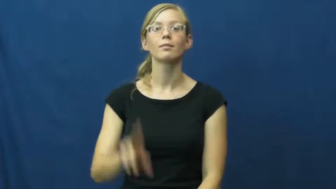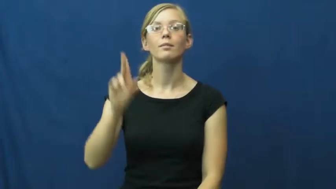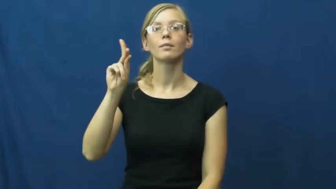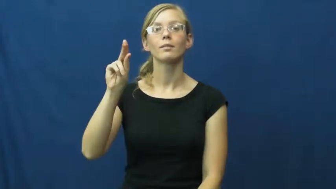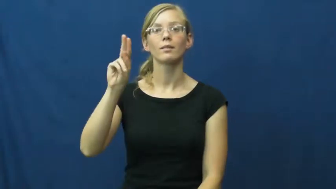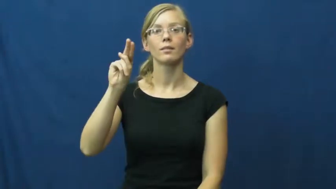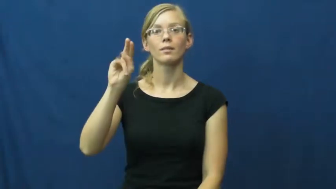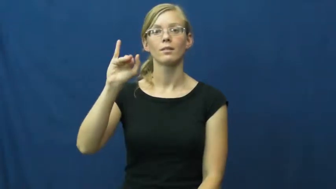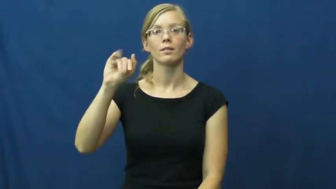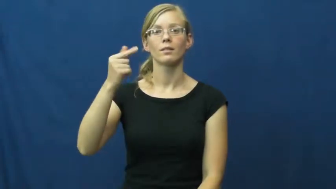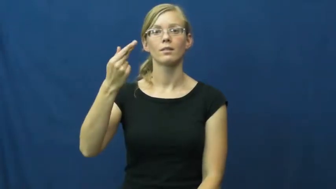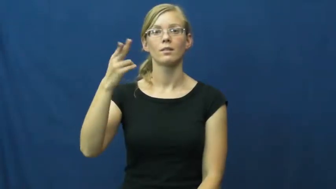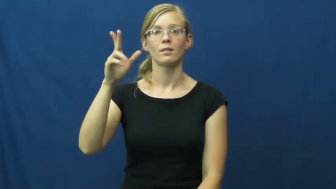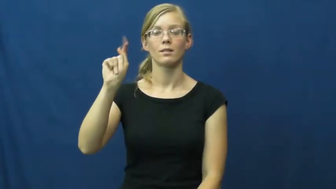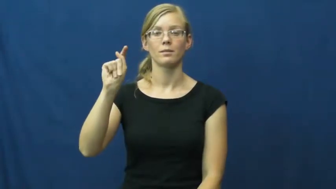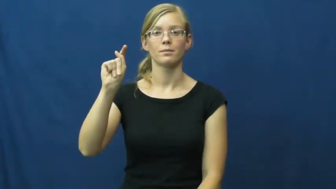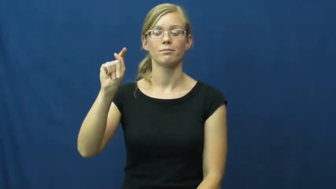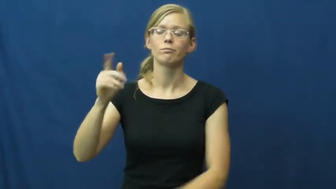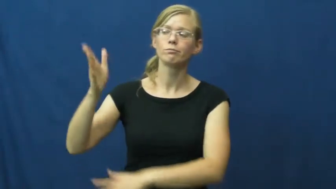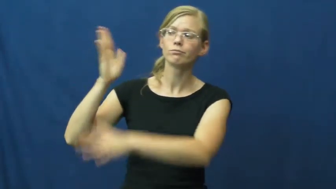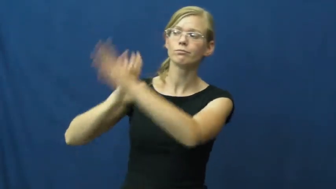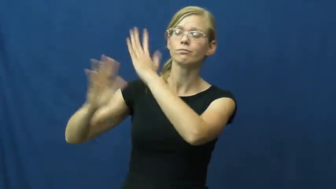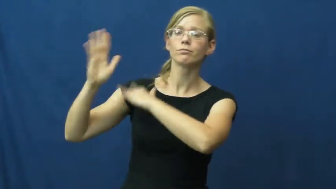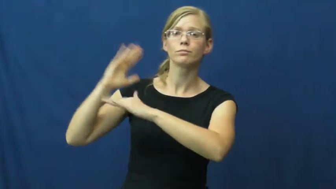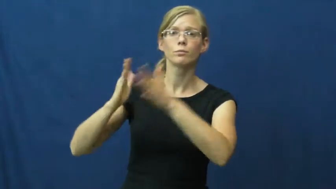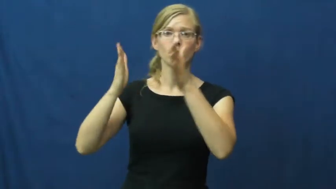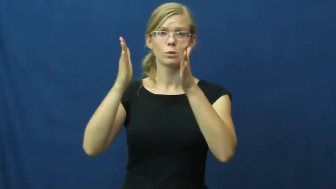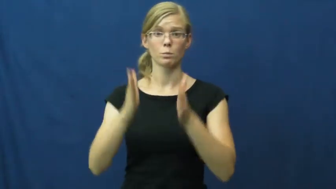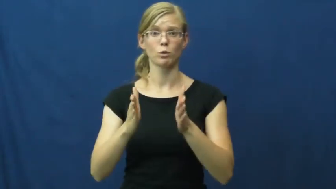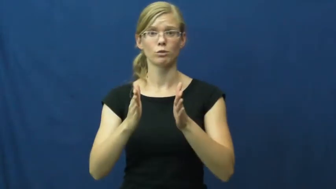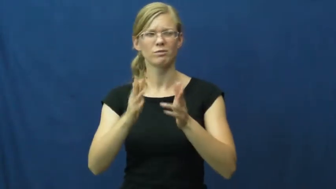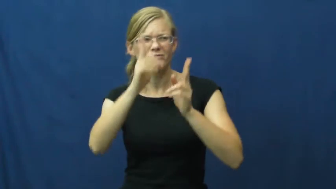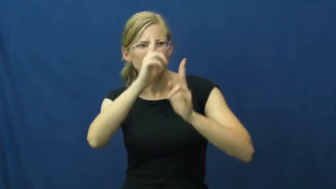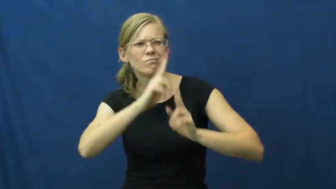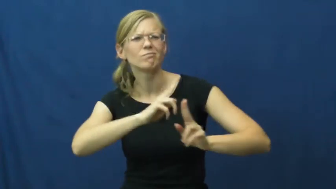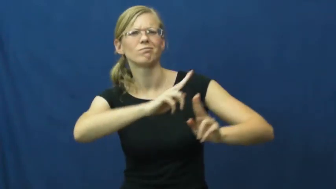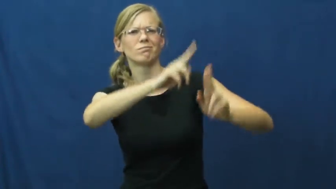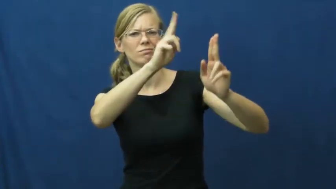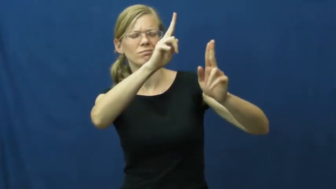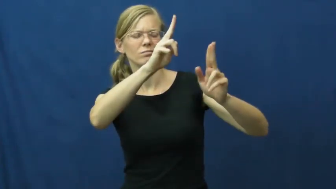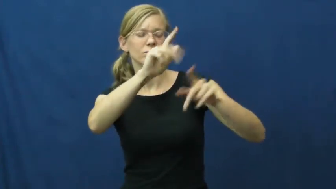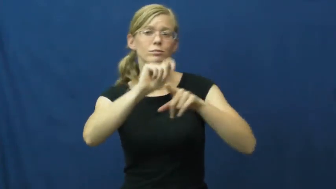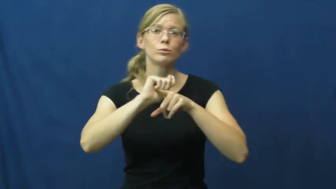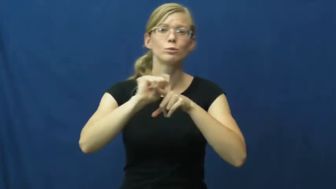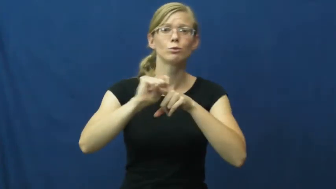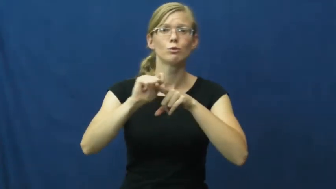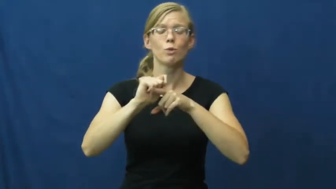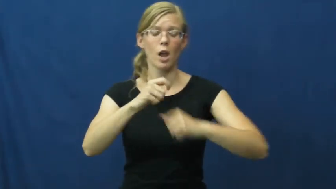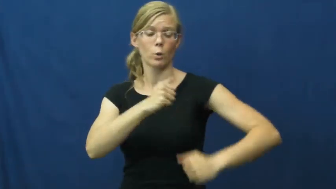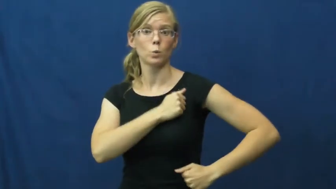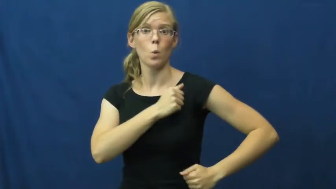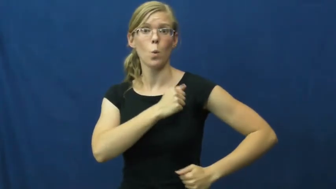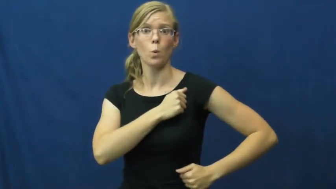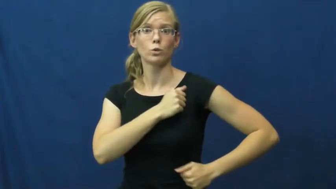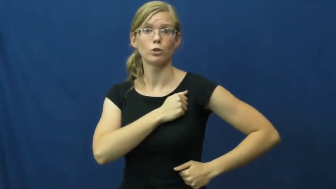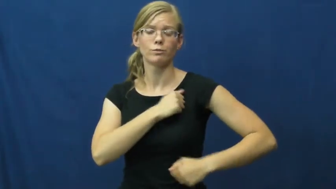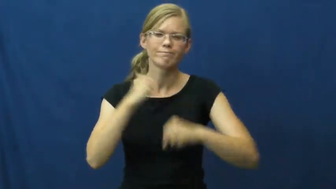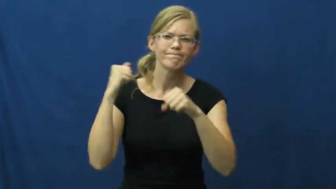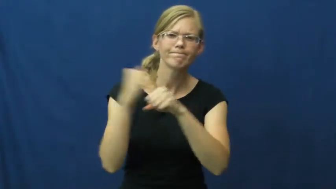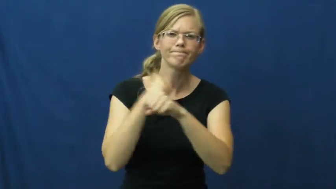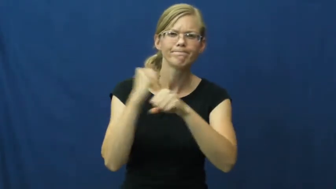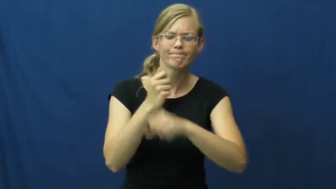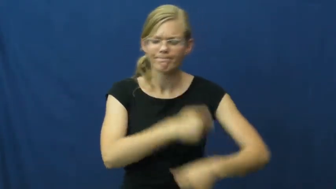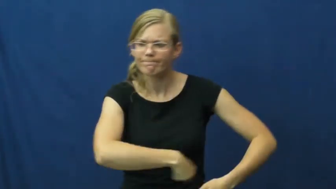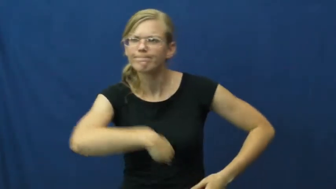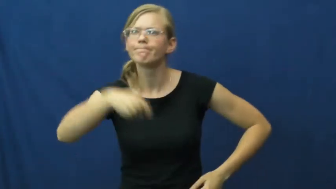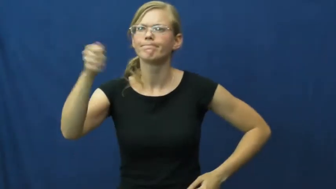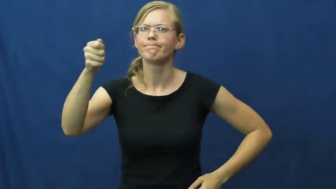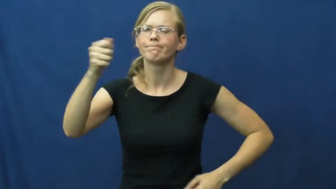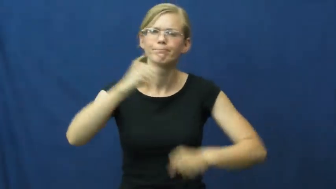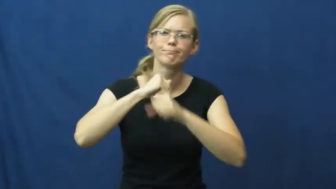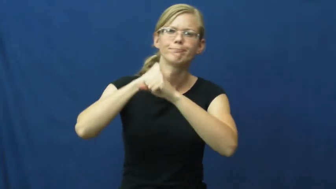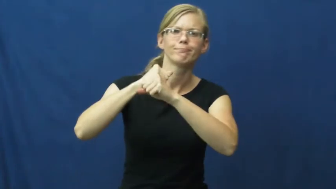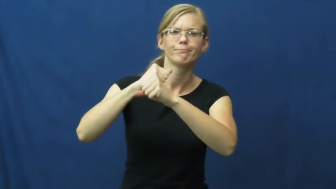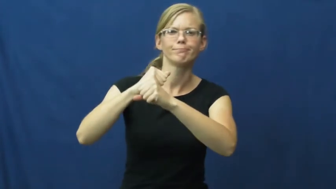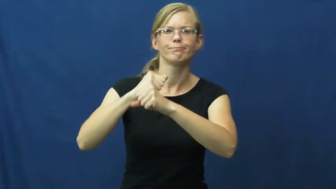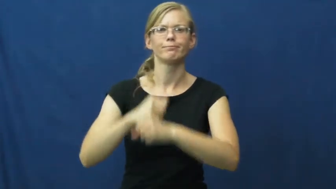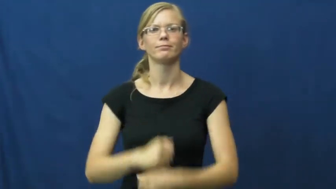knight